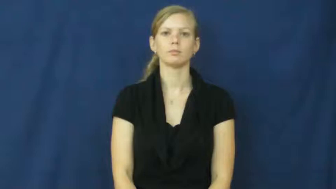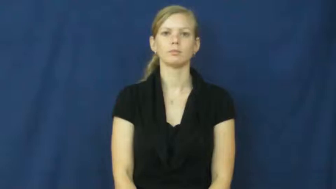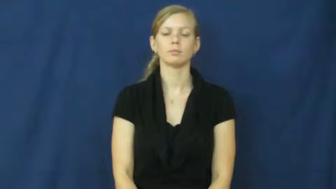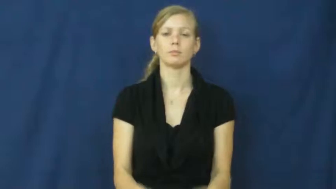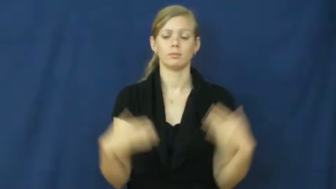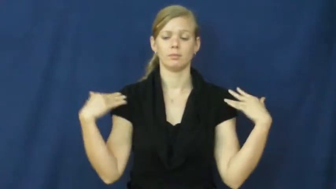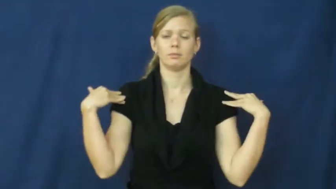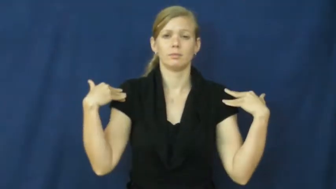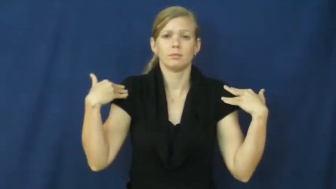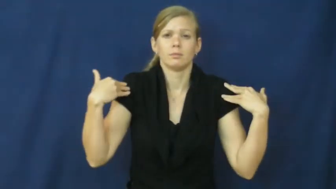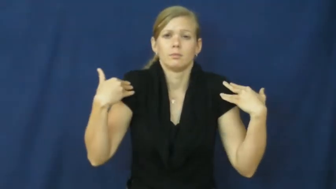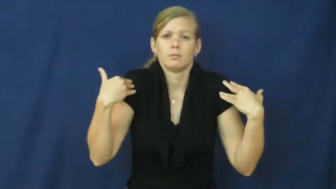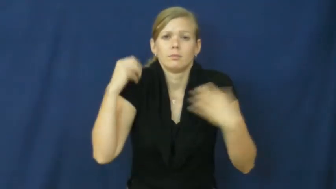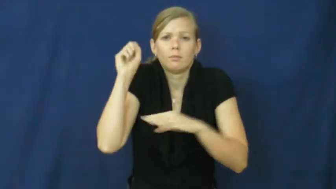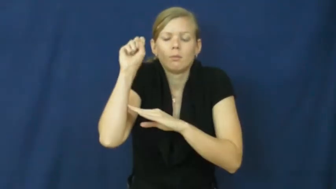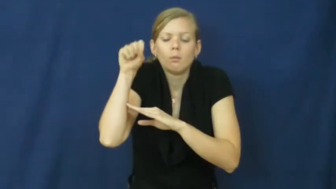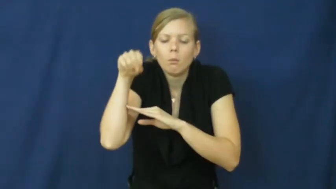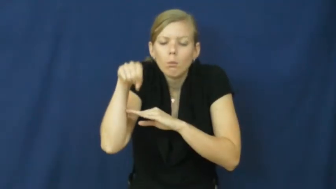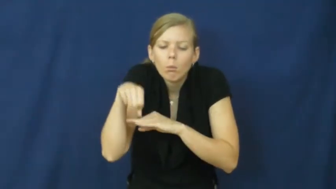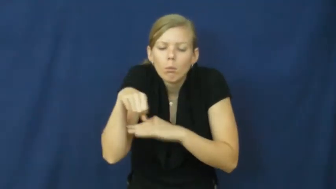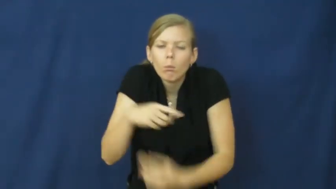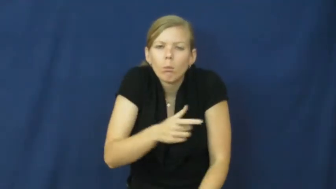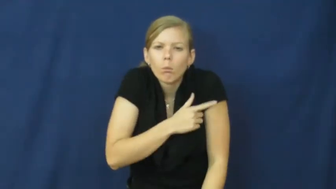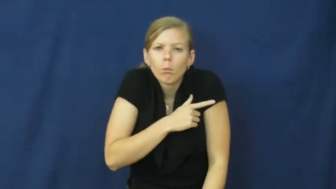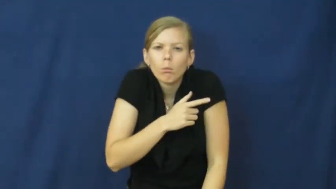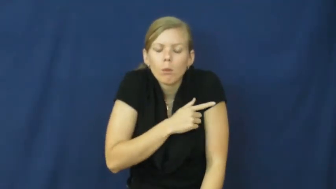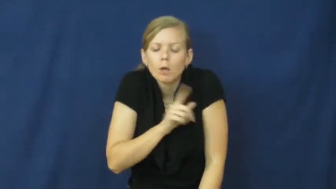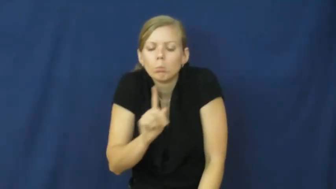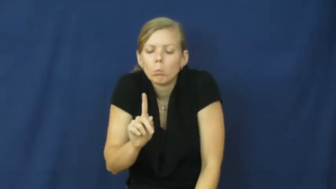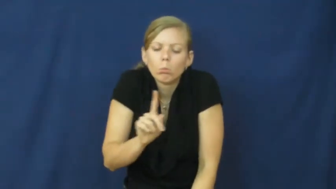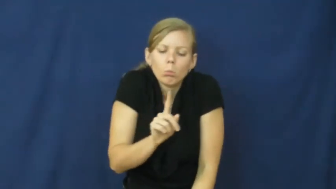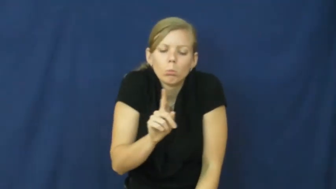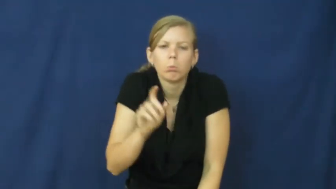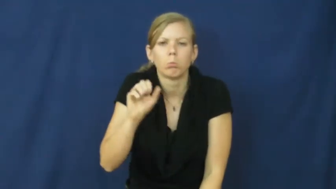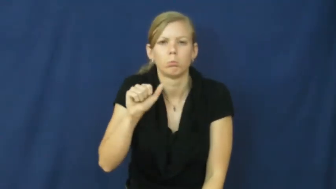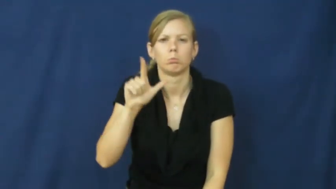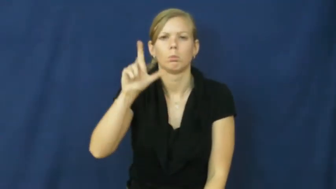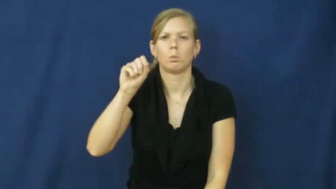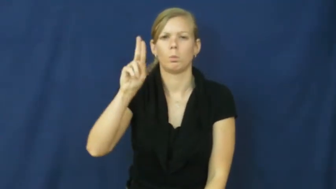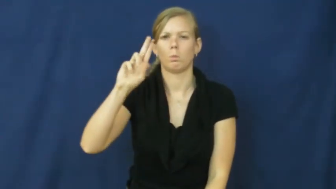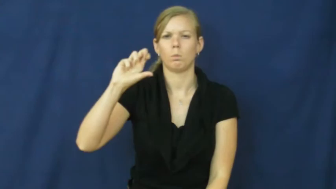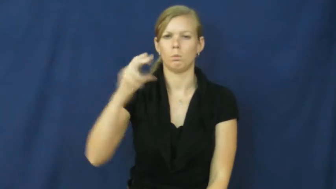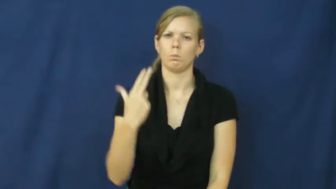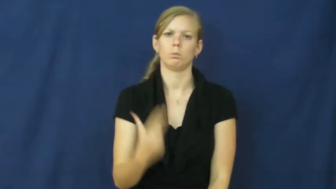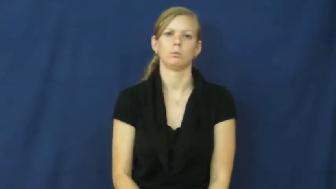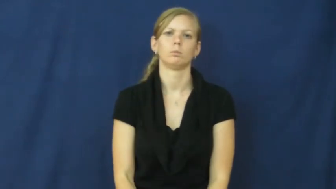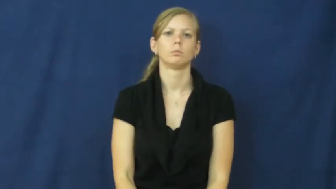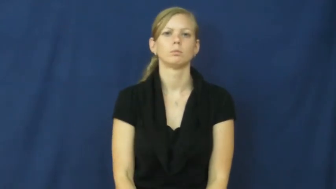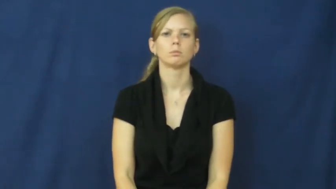slouch